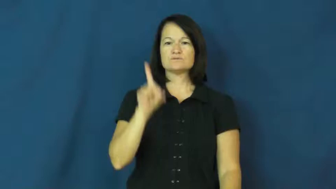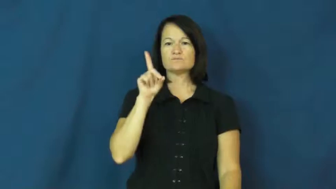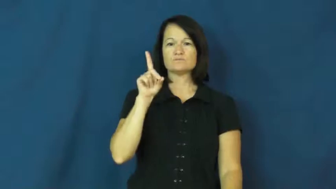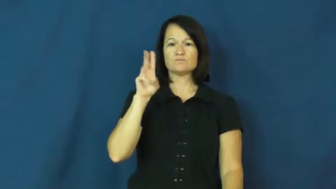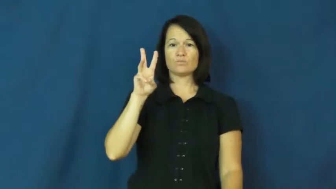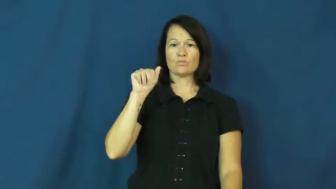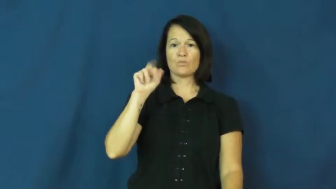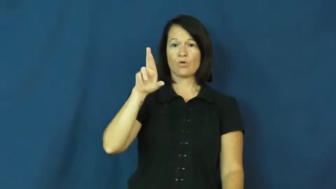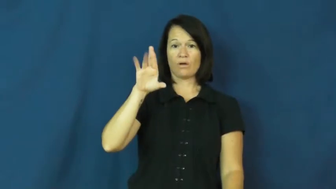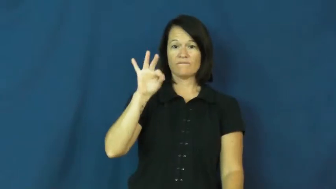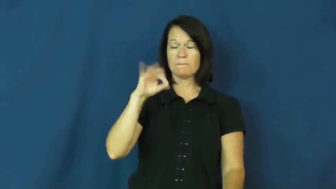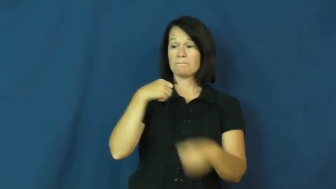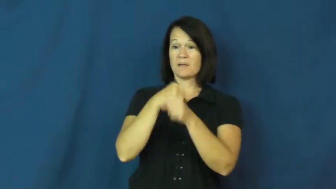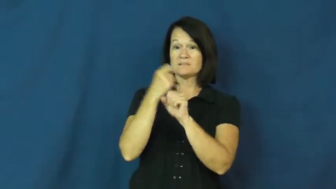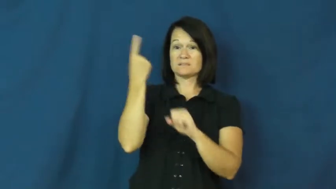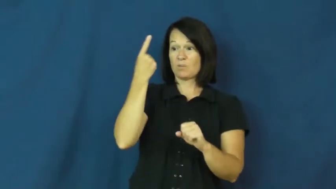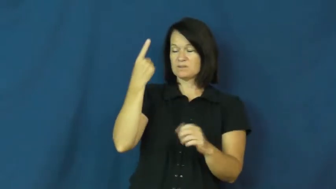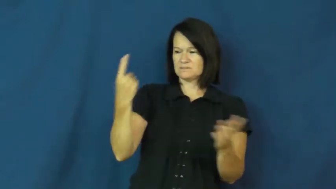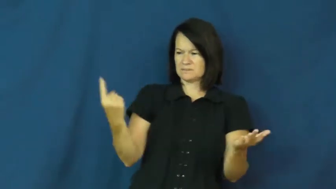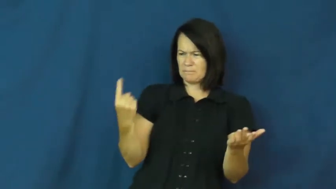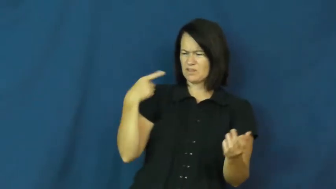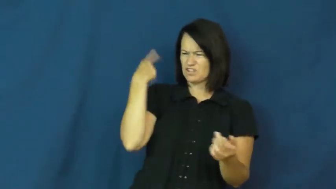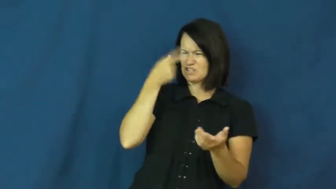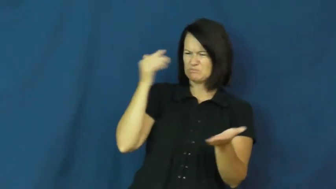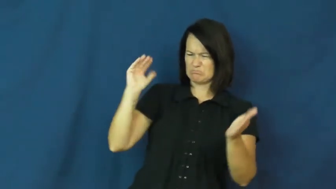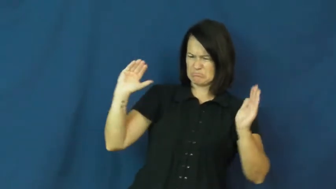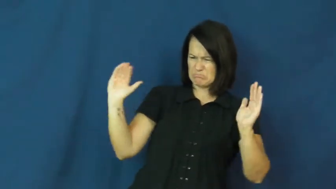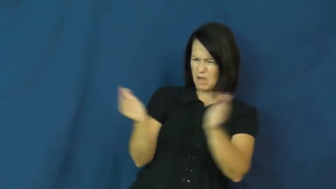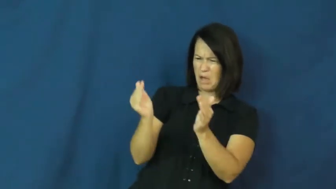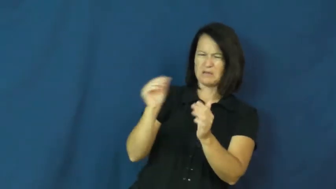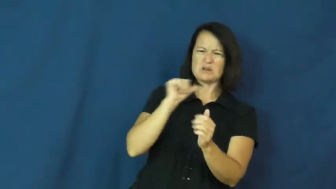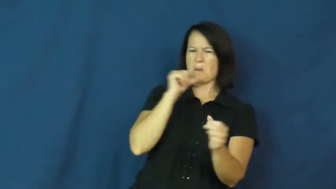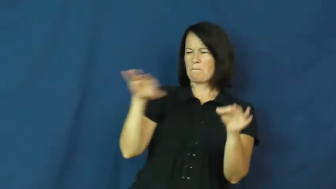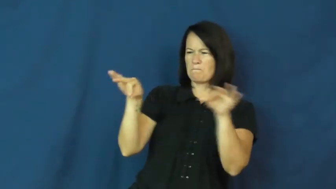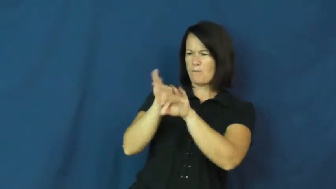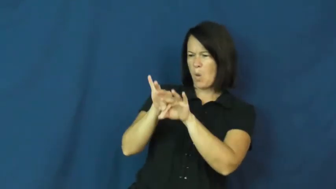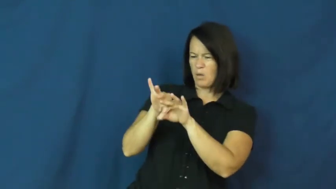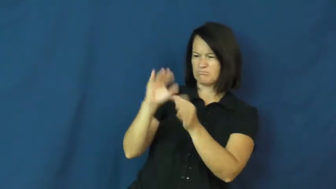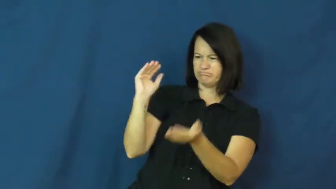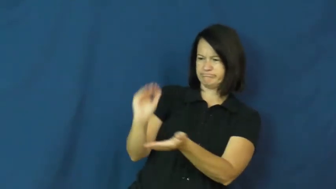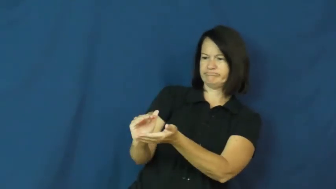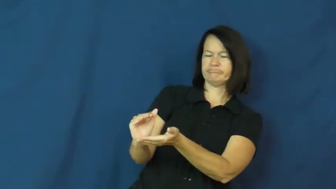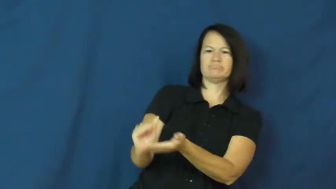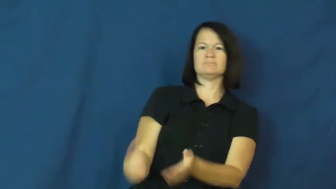dwarf-verb